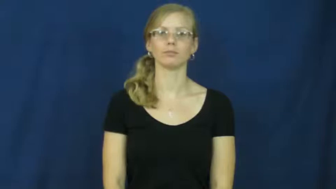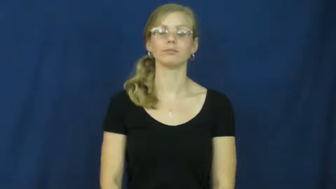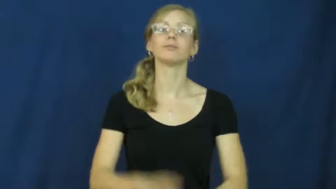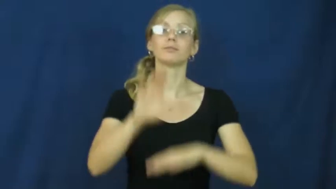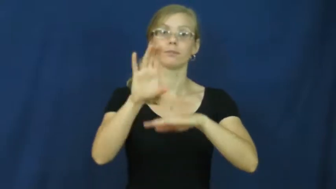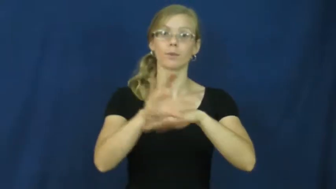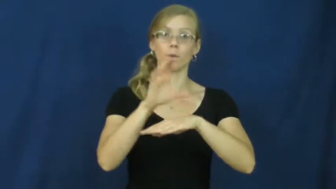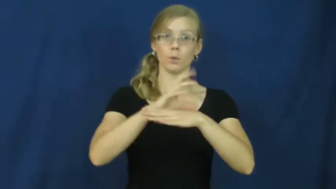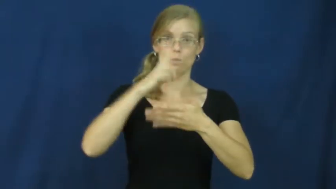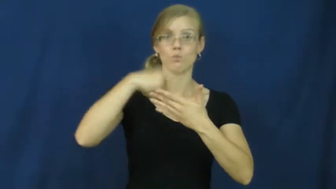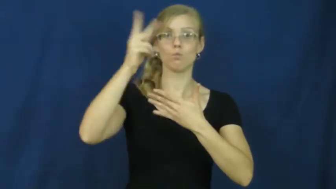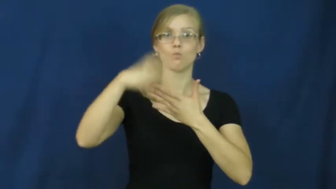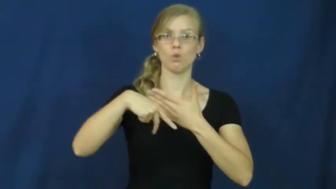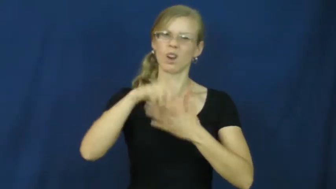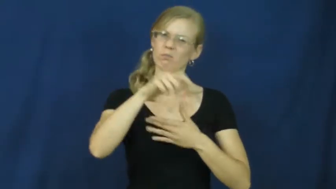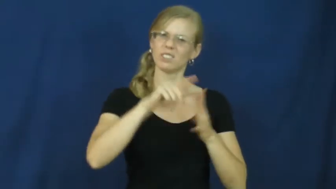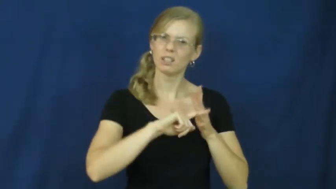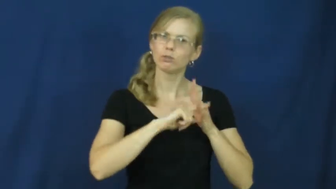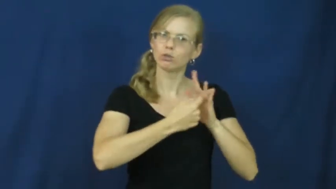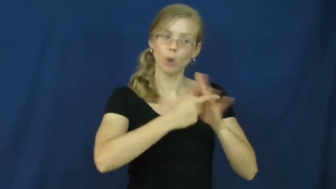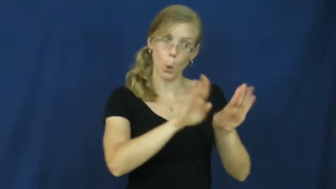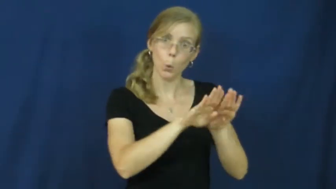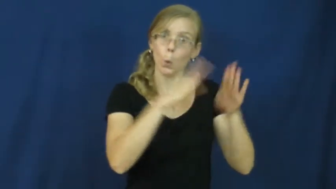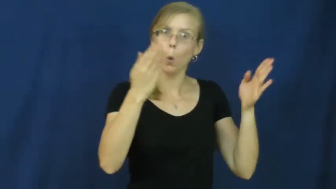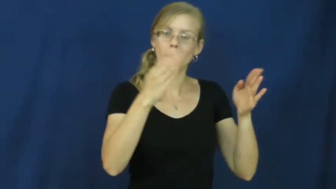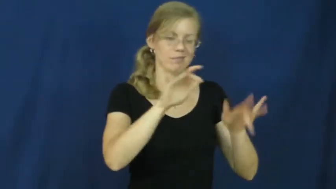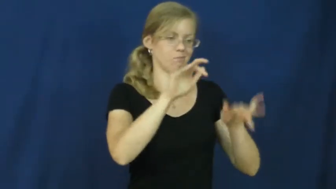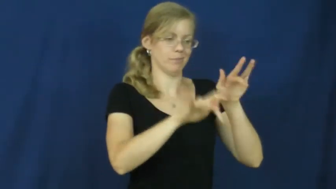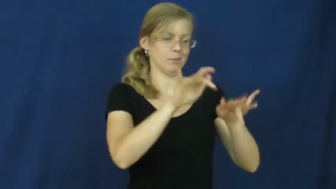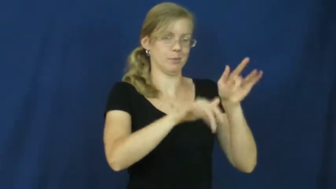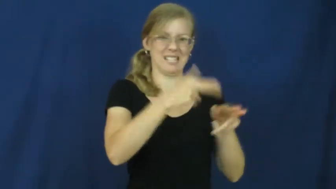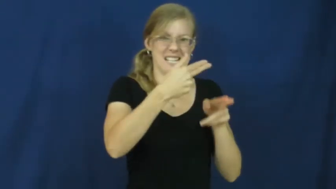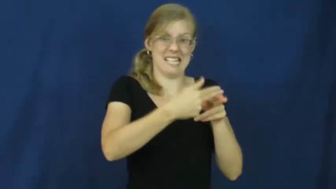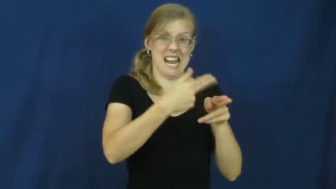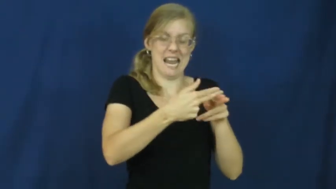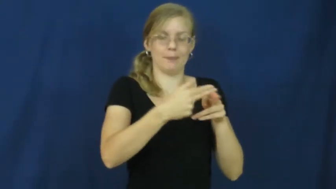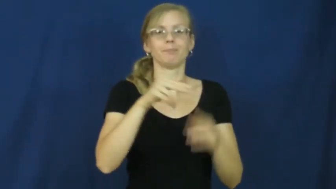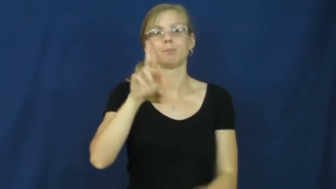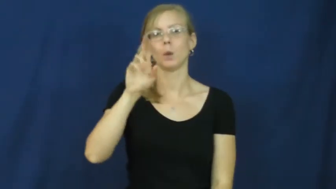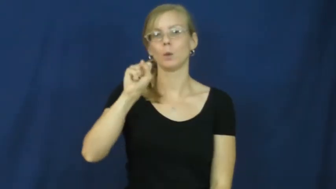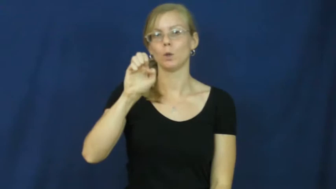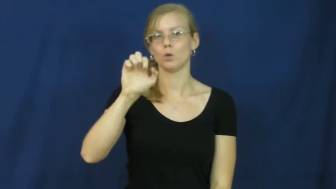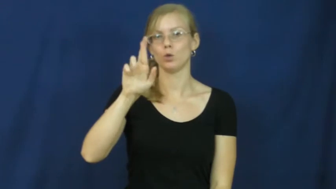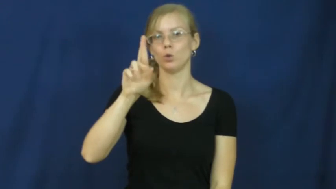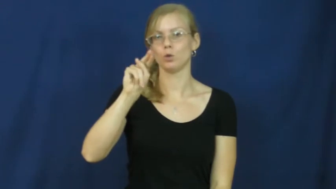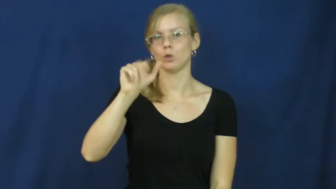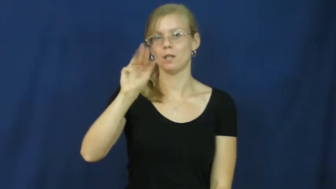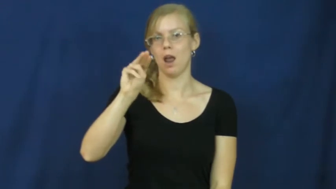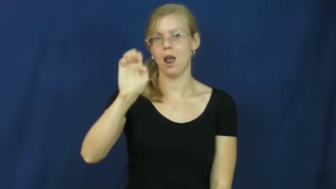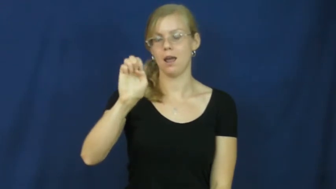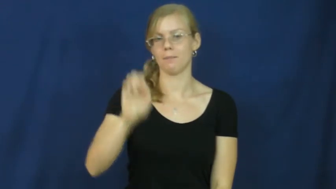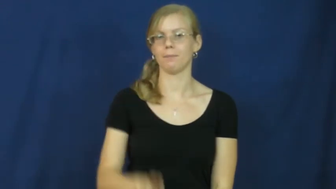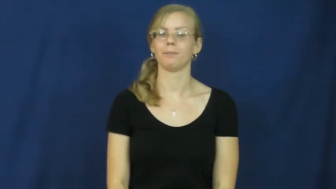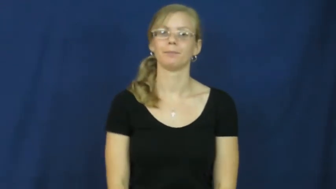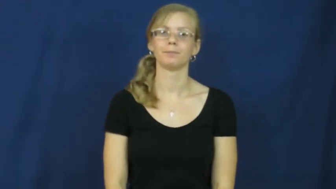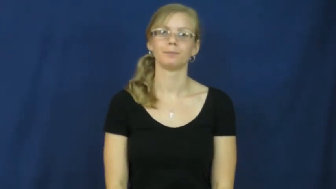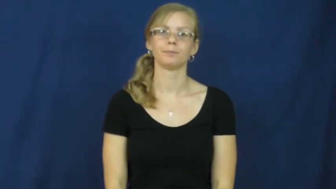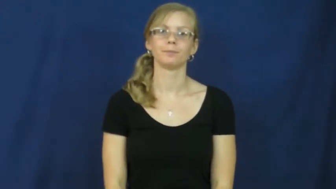username